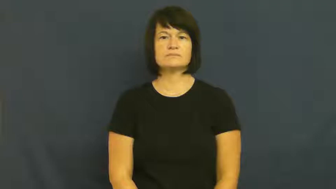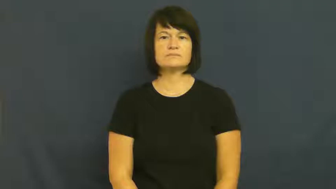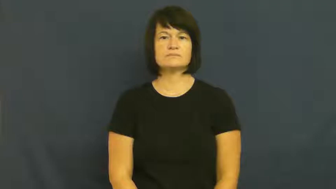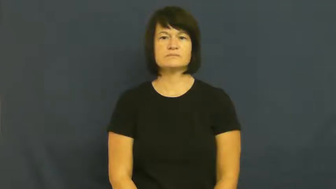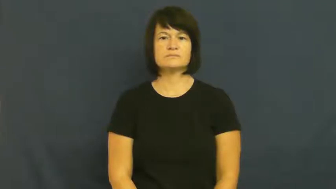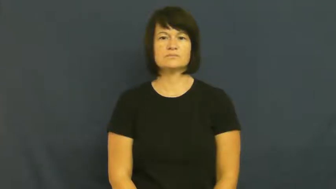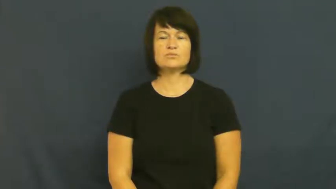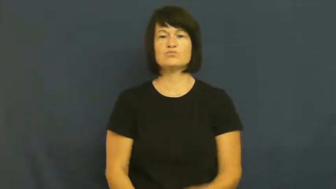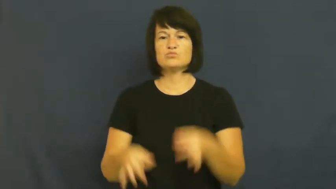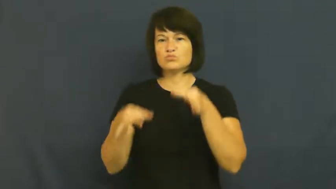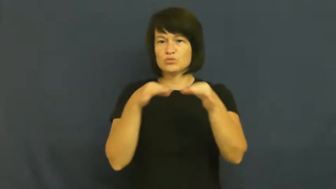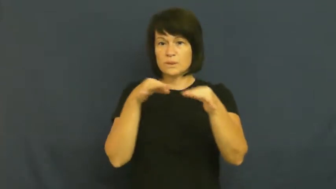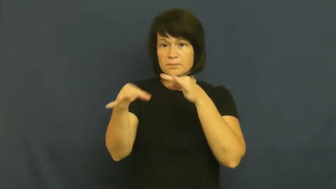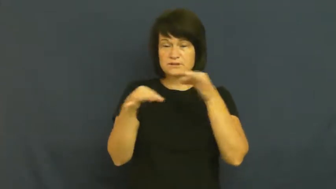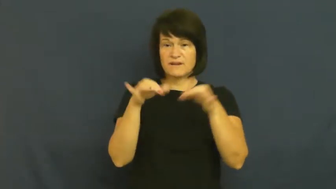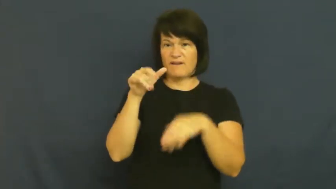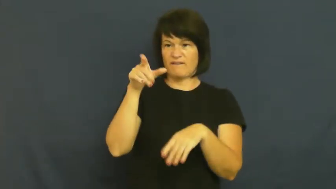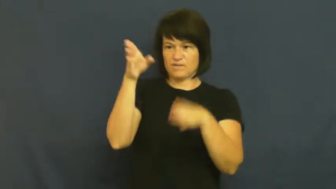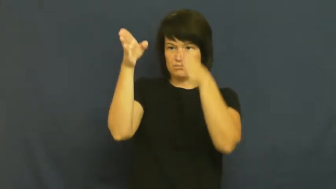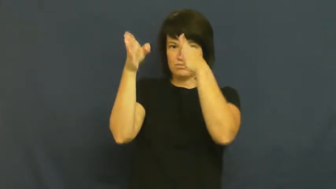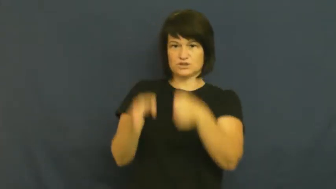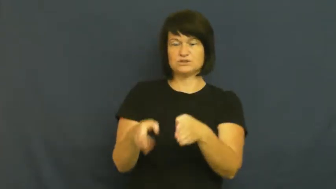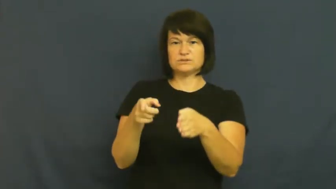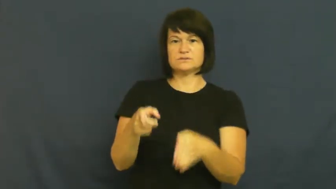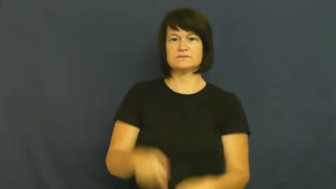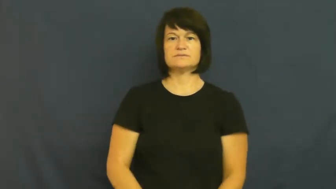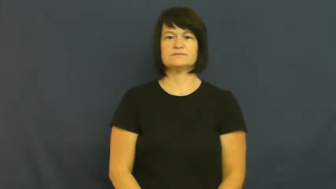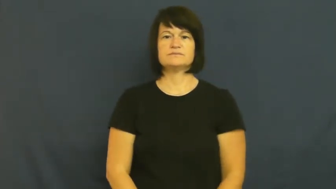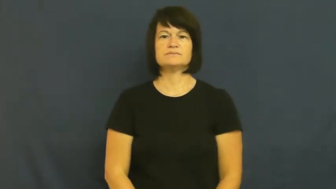profile-description